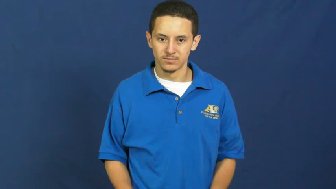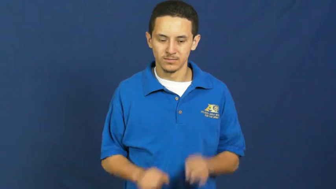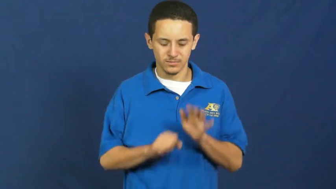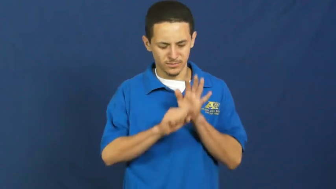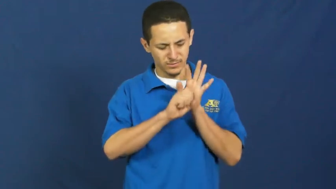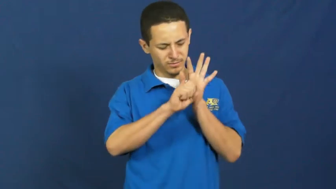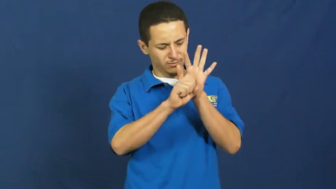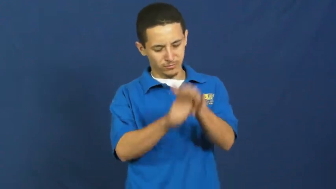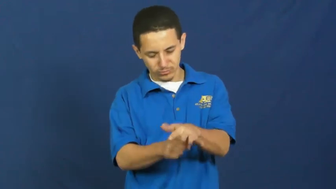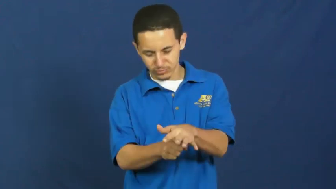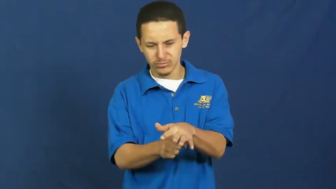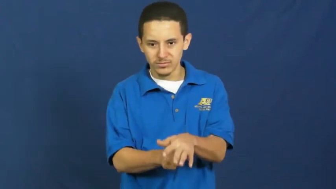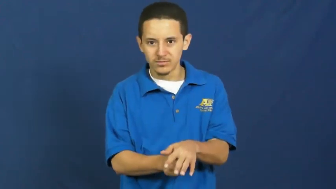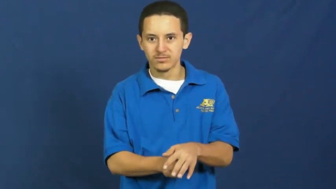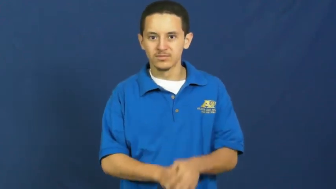suppress,choke-plant